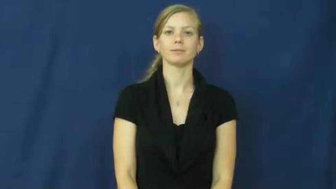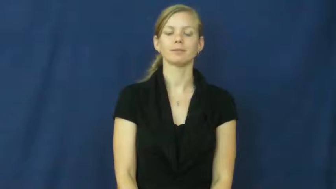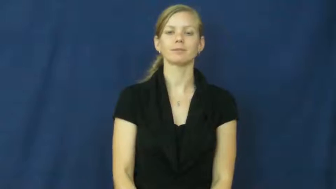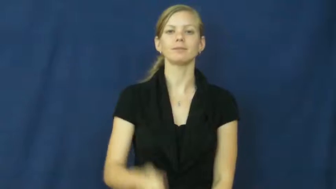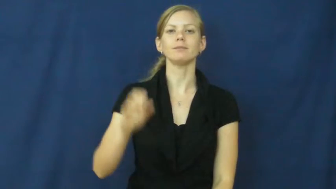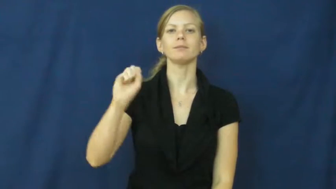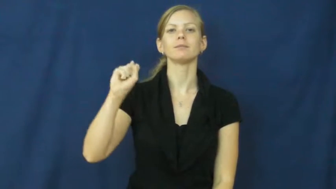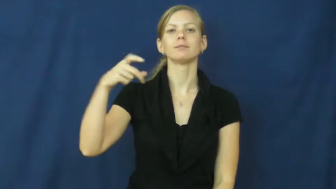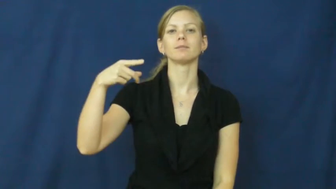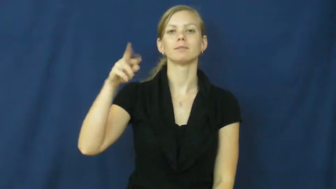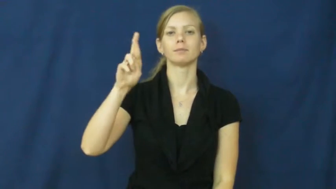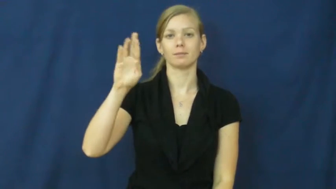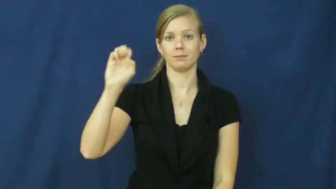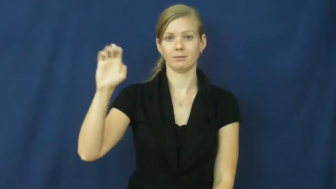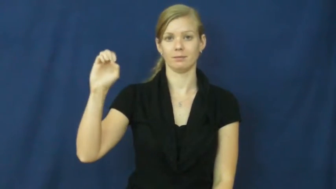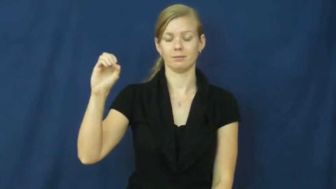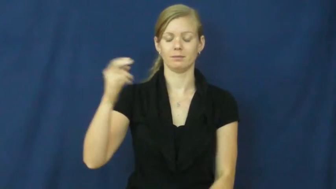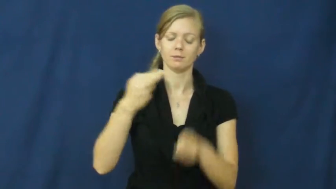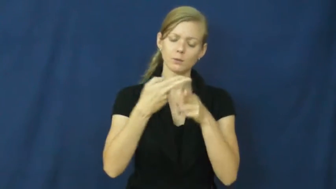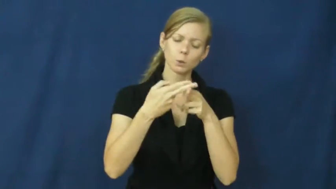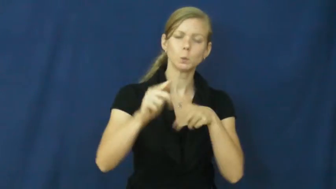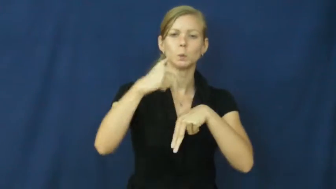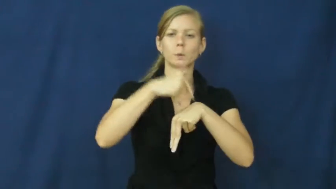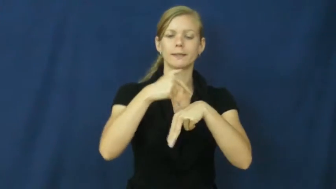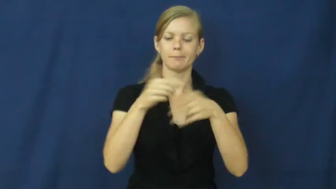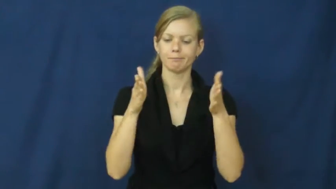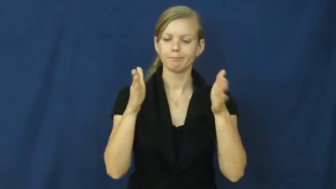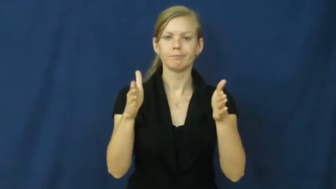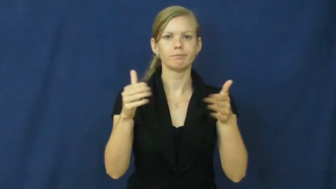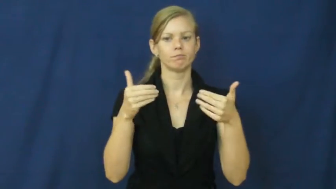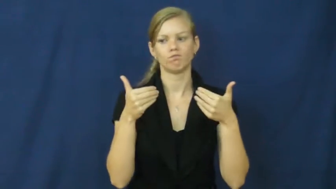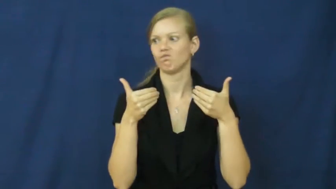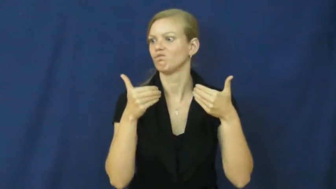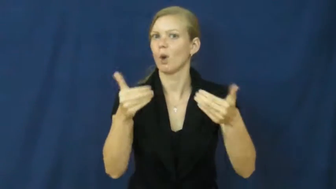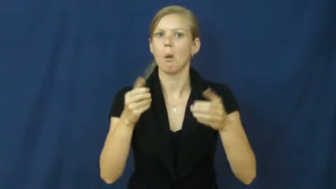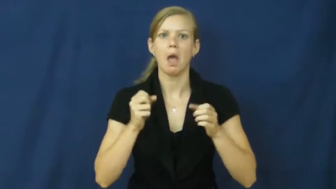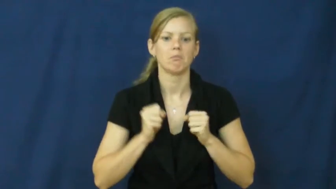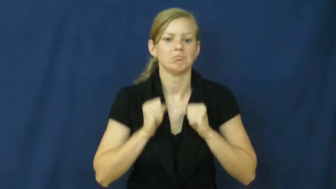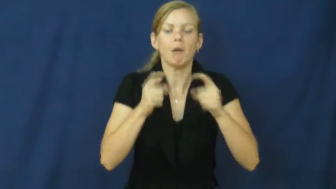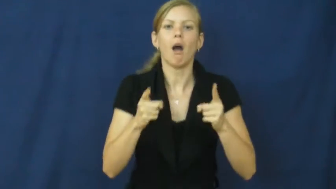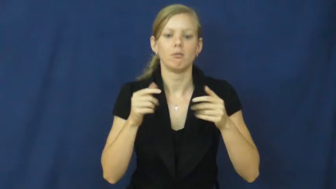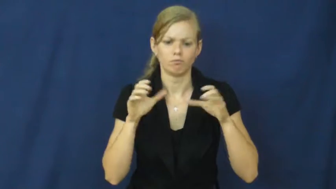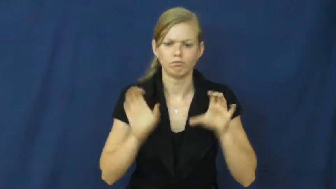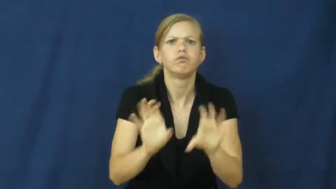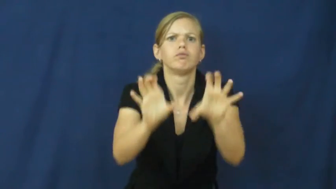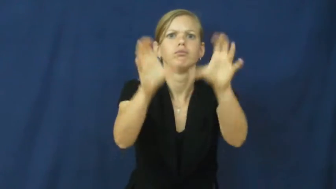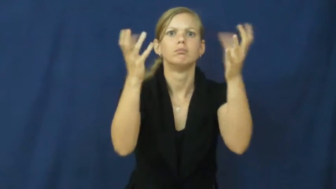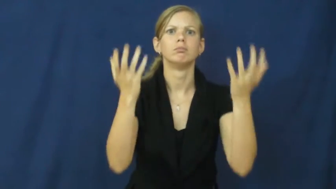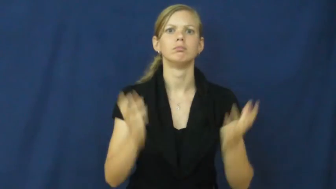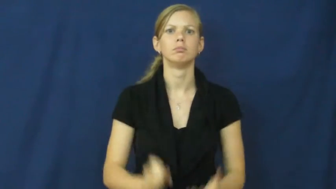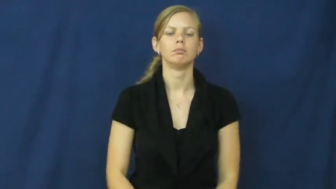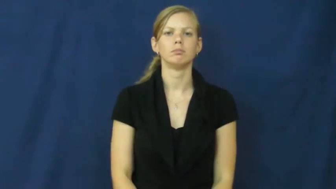spree